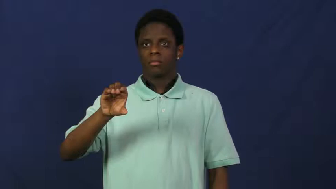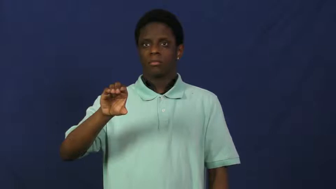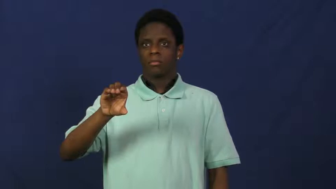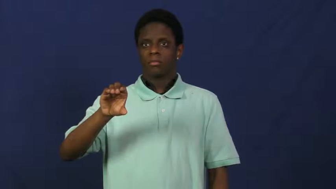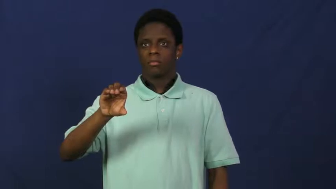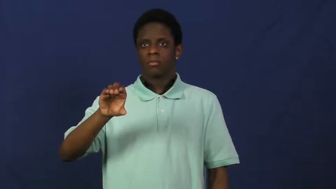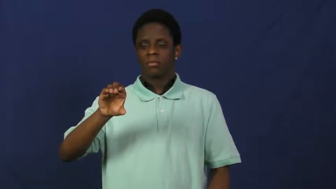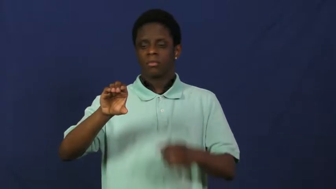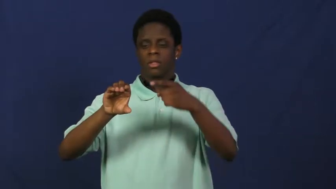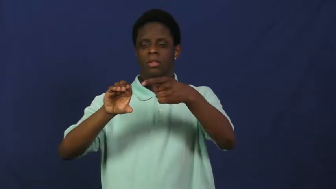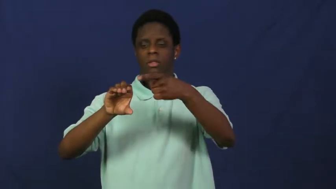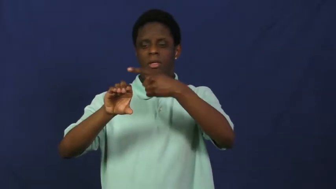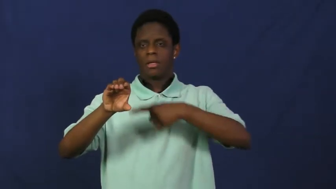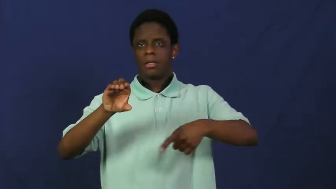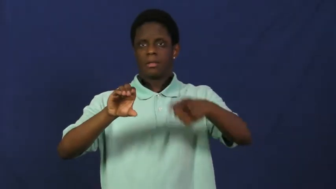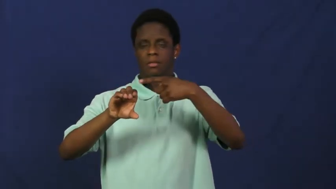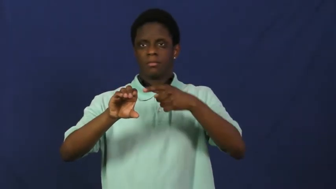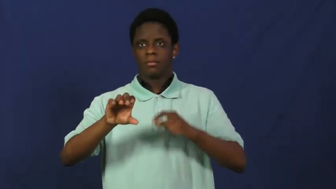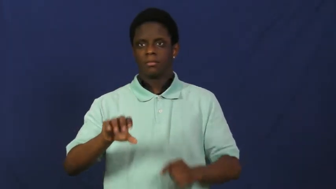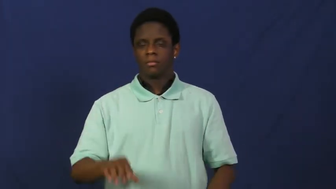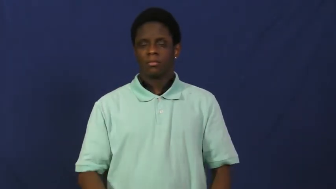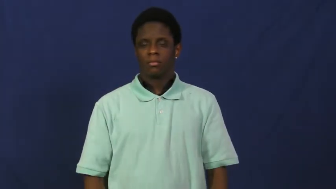hole,opening,orifice